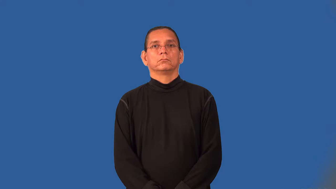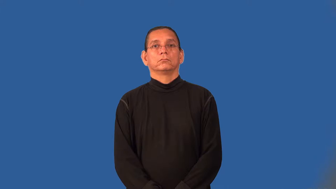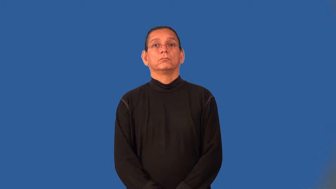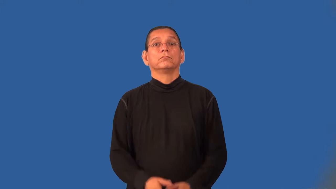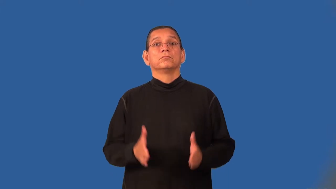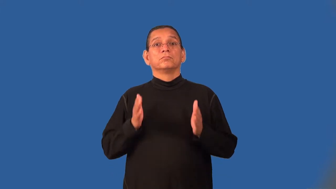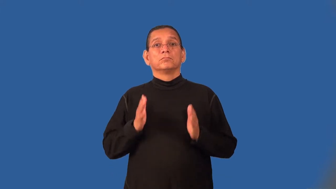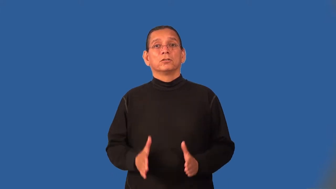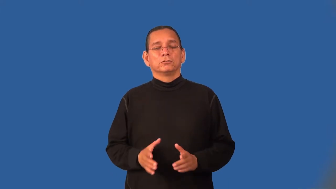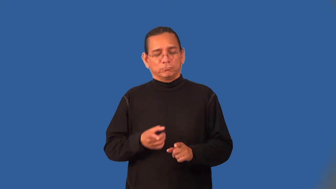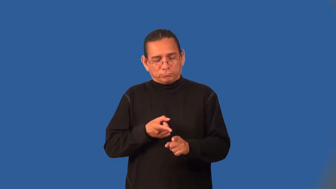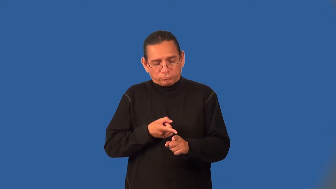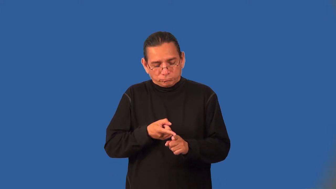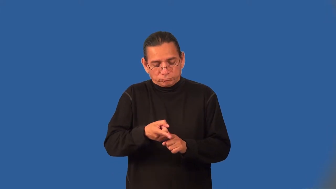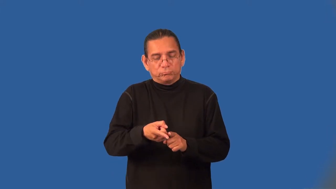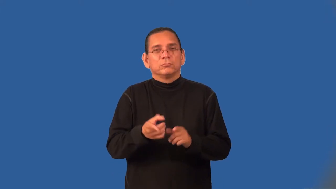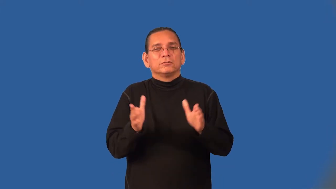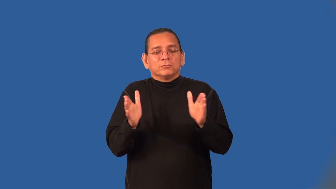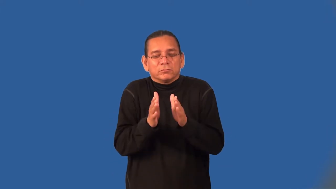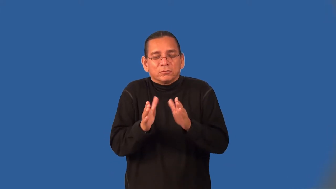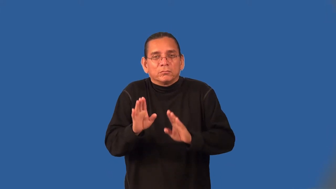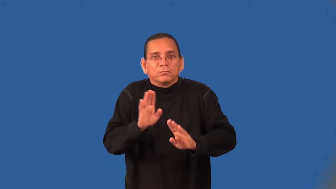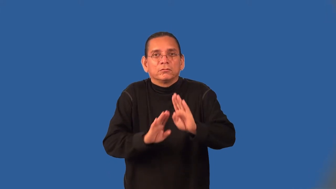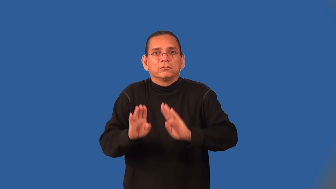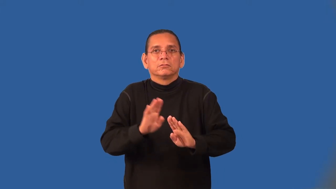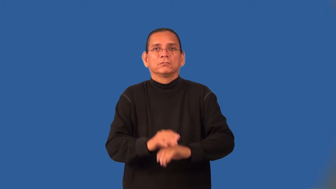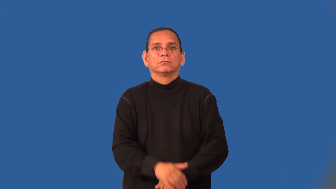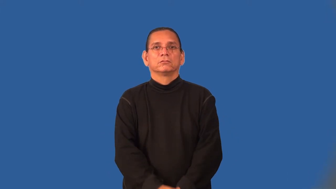microbiologist